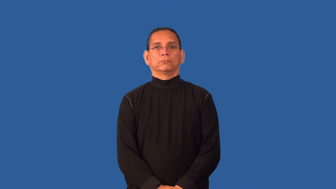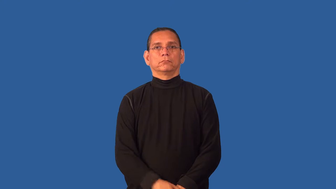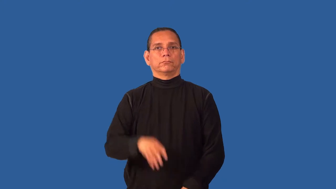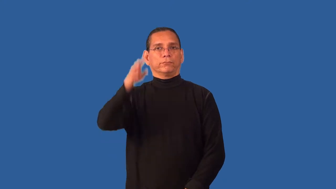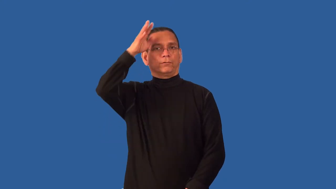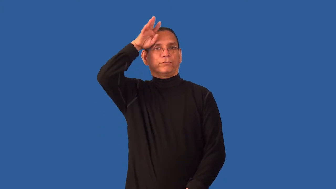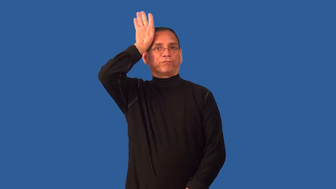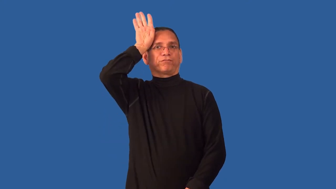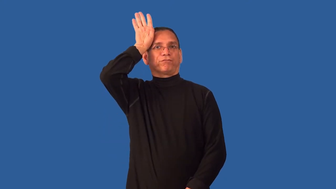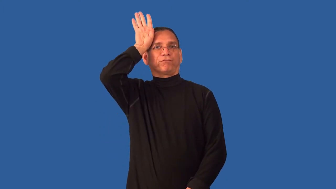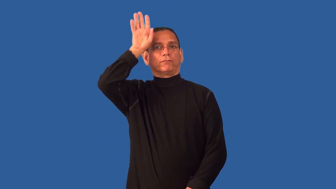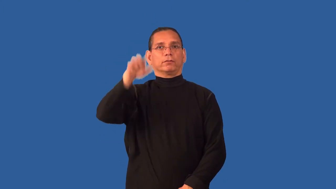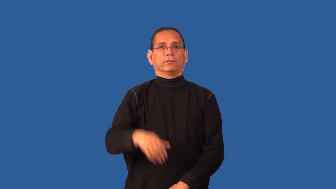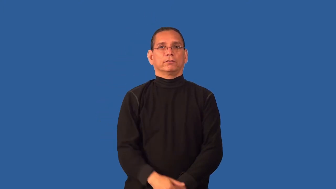cowlick